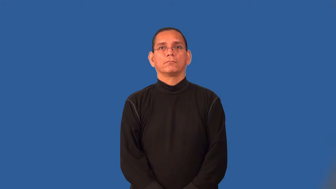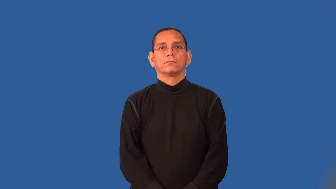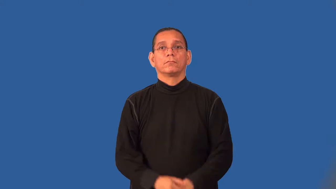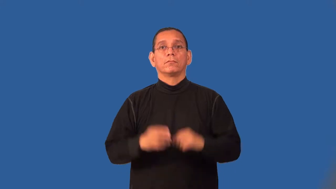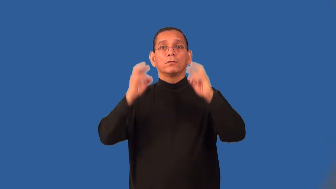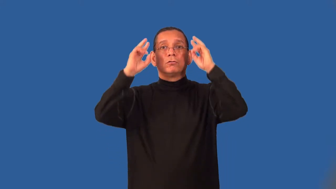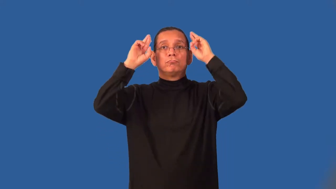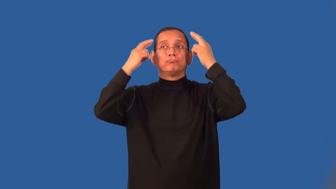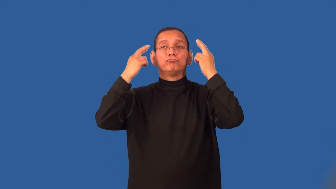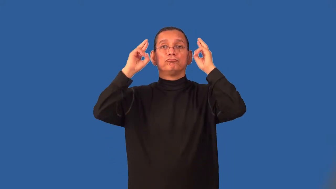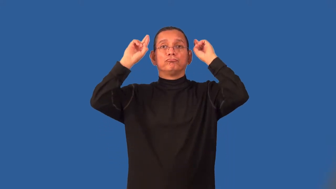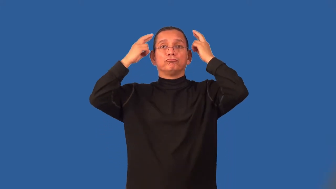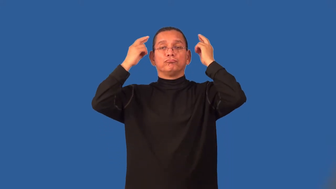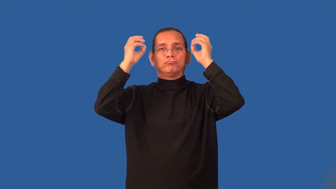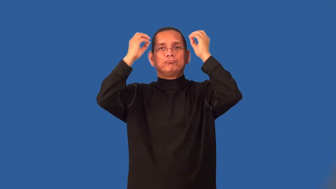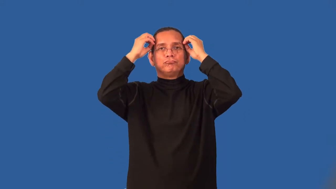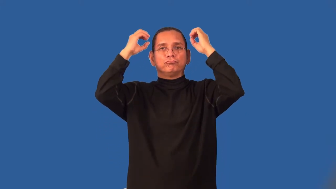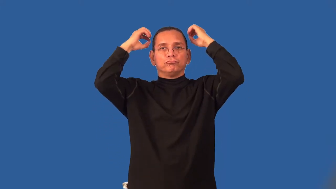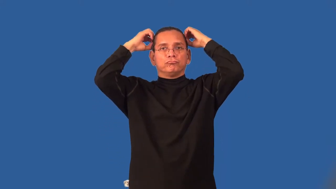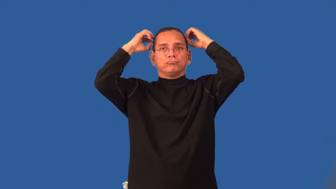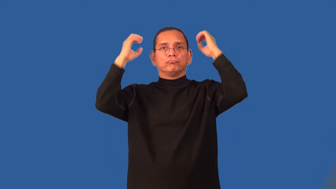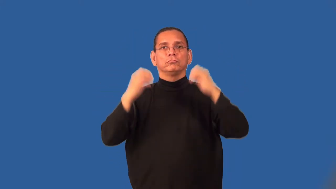set-hair